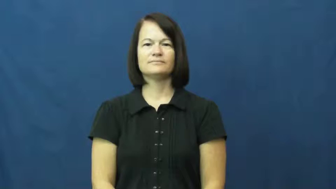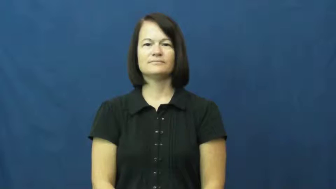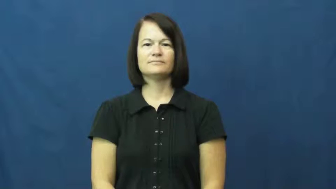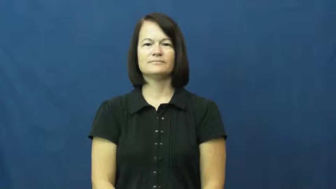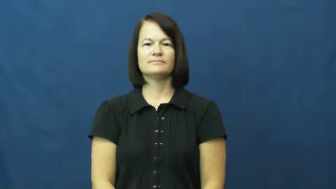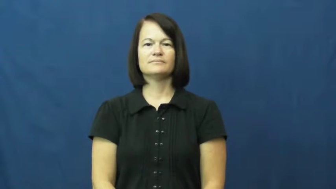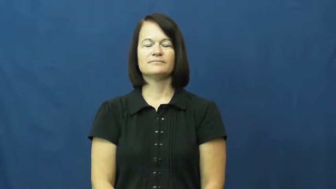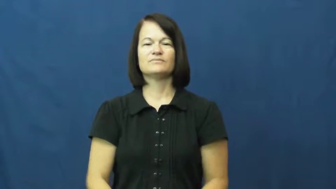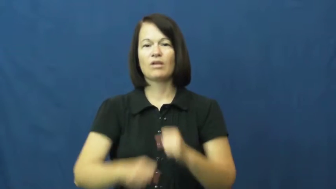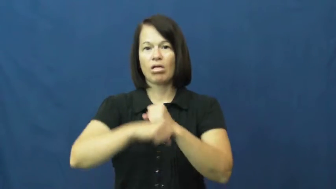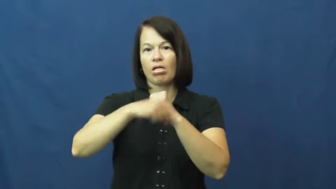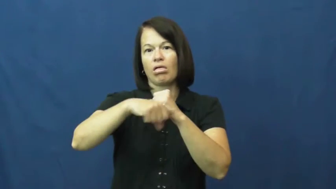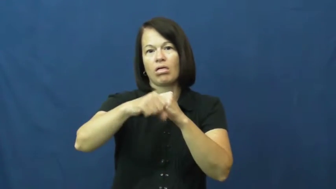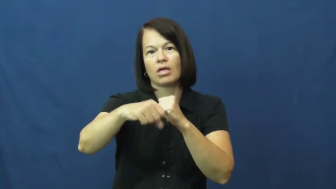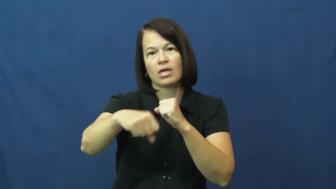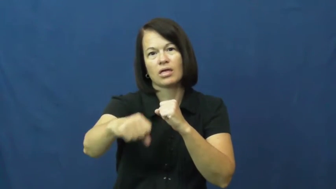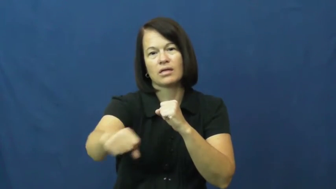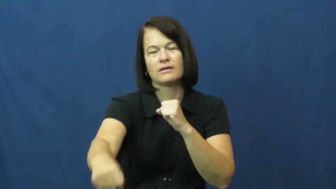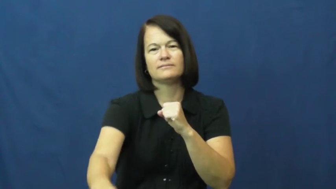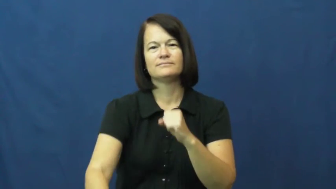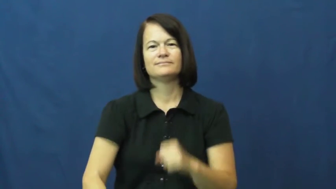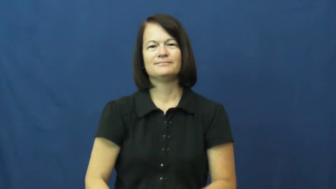drag out